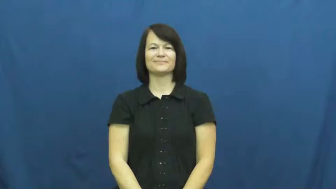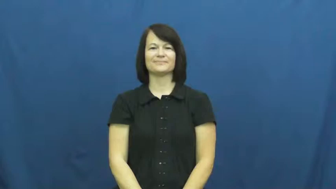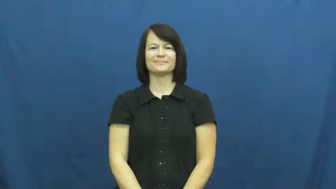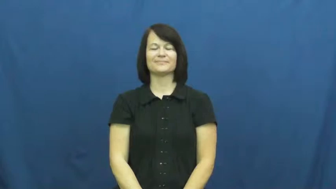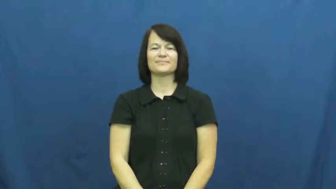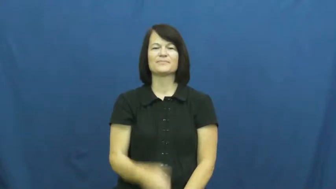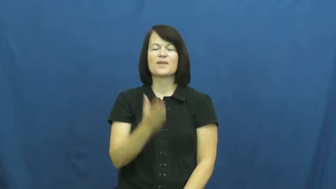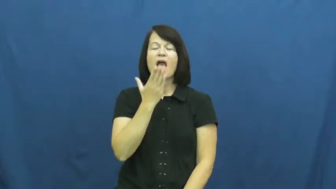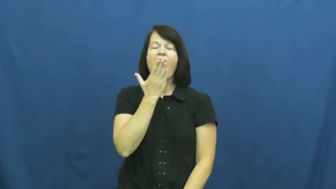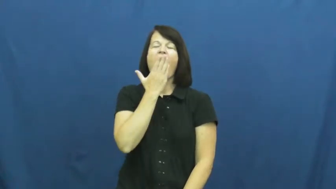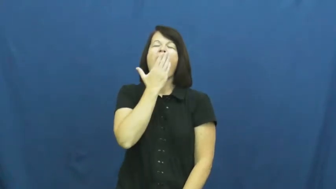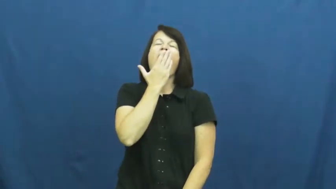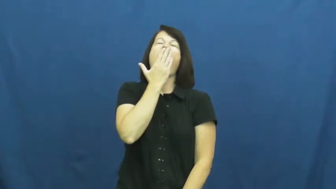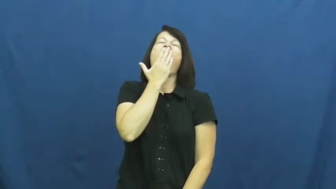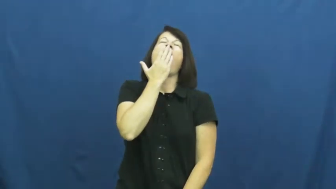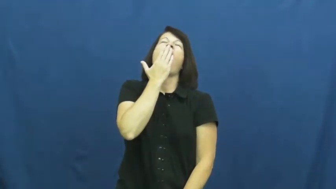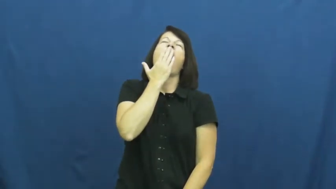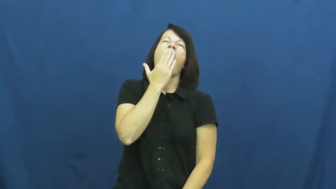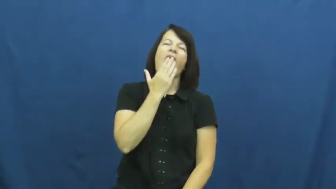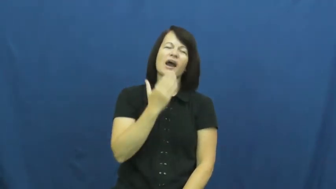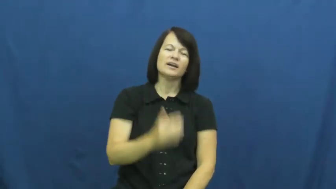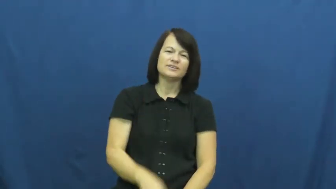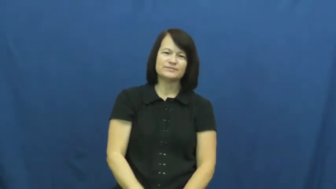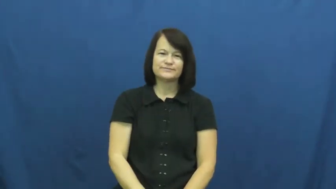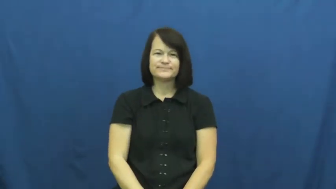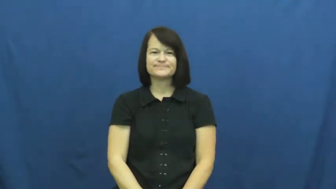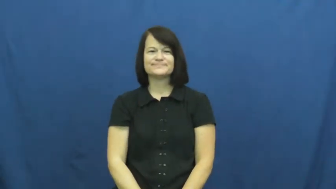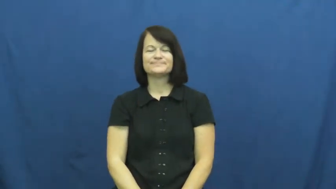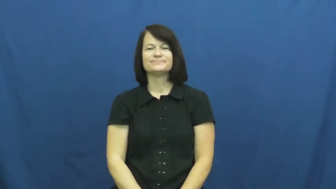yawn